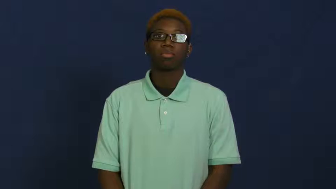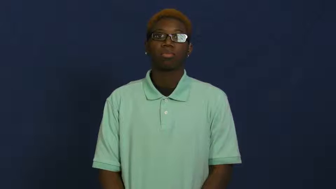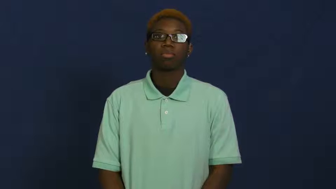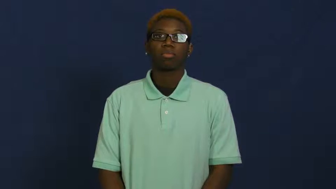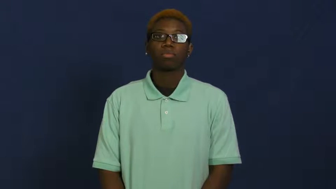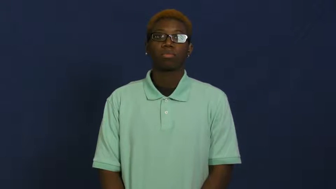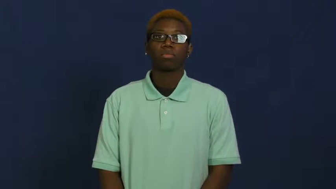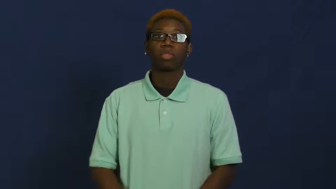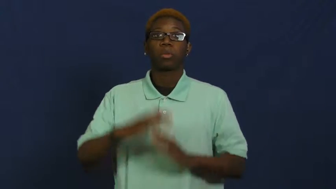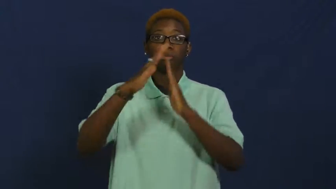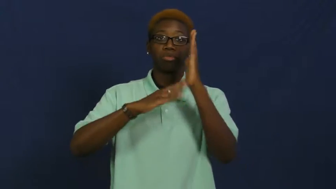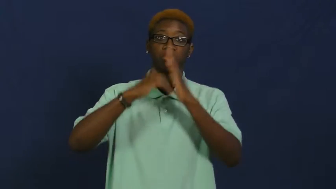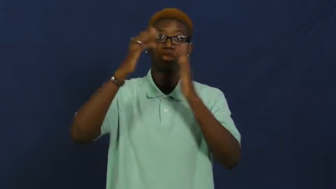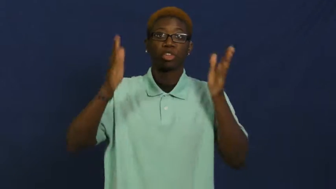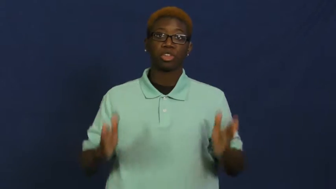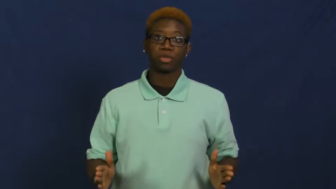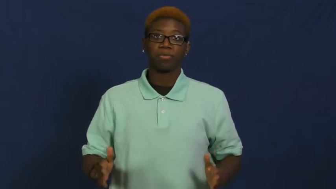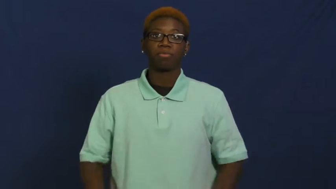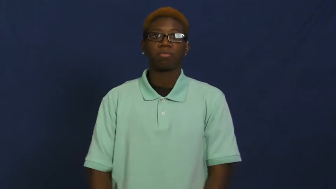painter